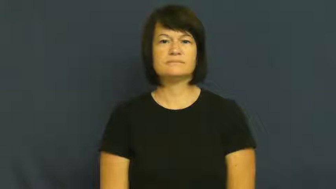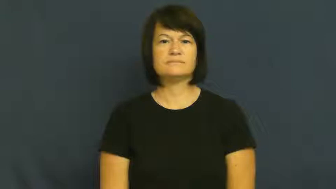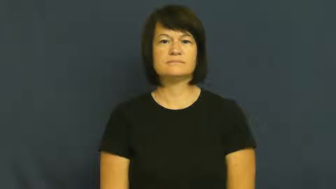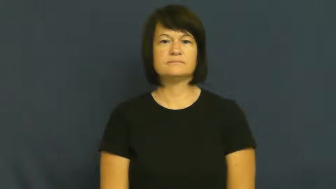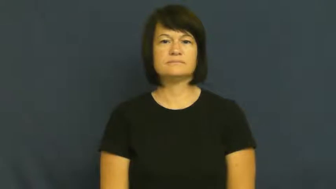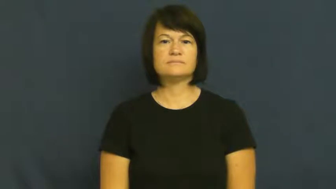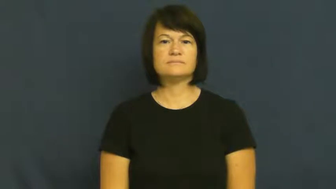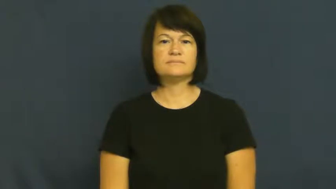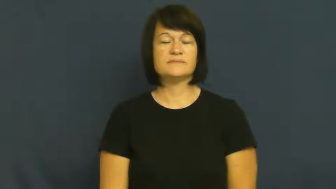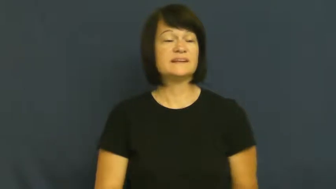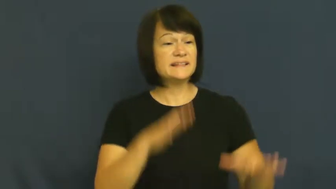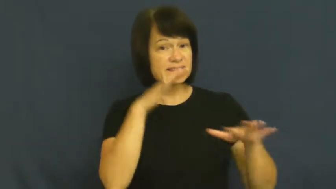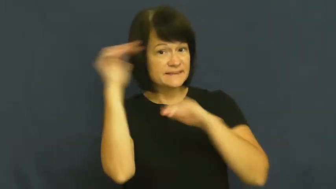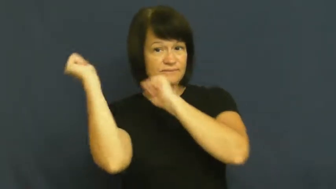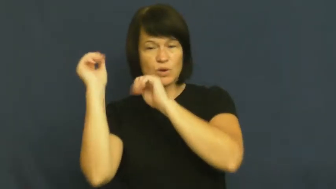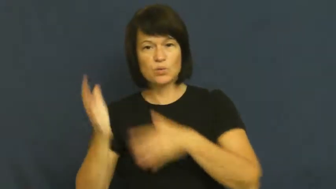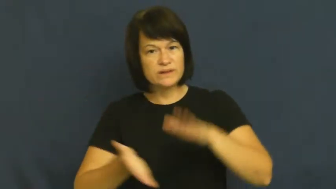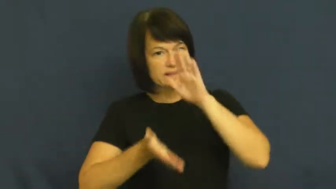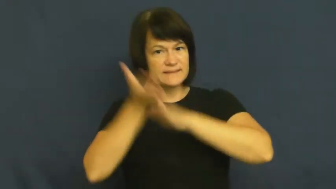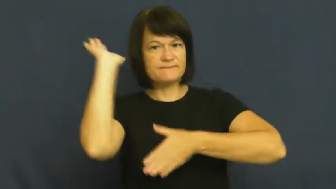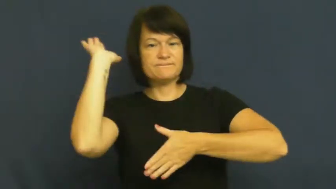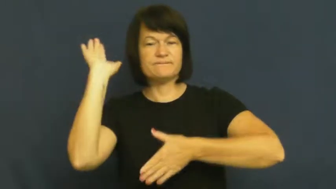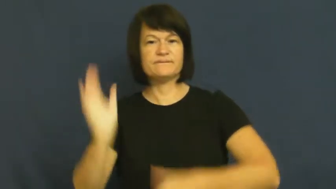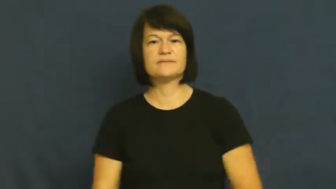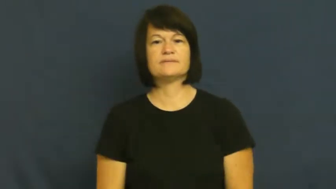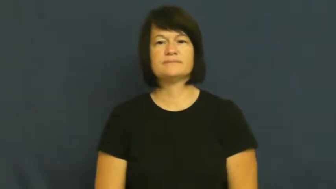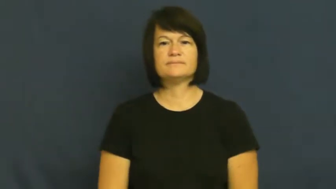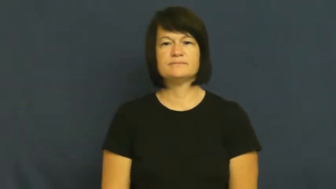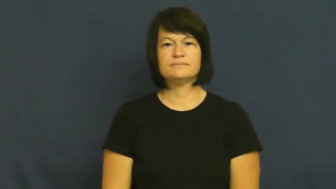tootle off,tootle away